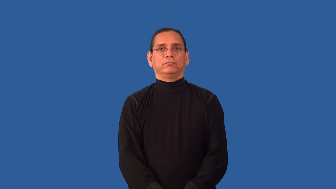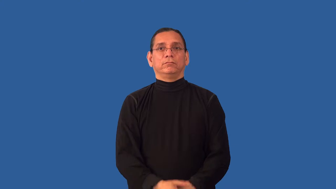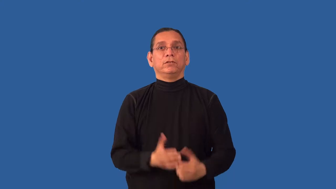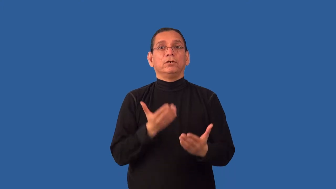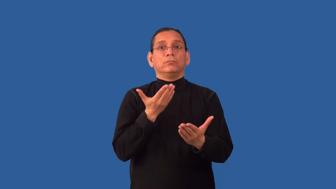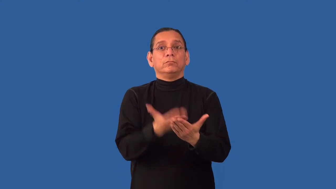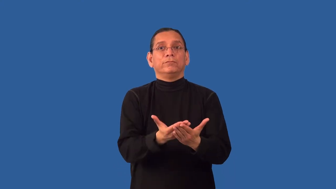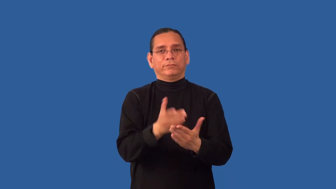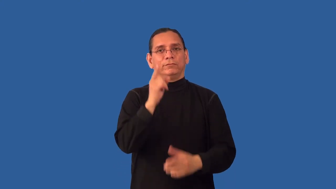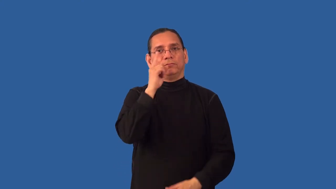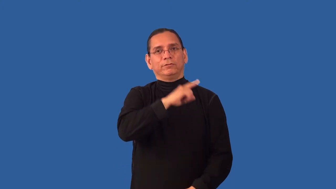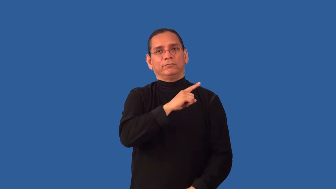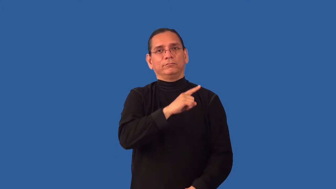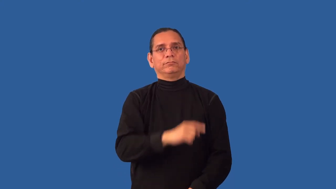invalidate-proof